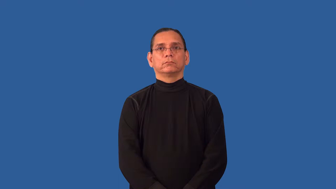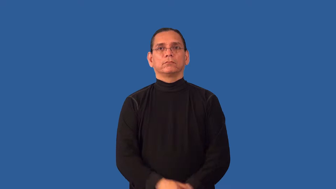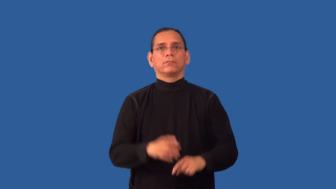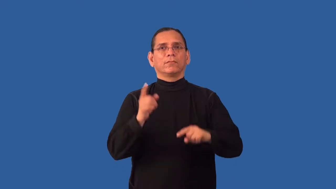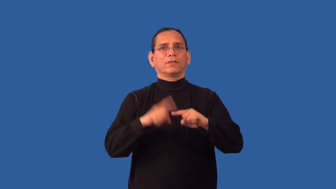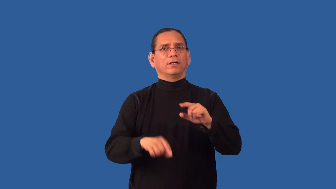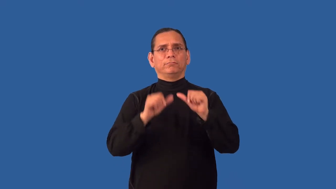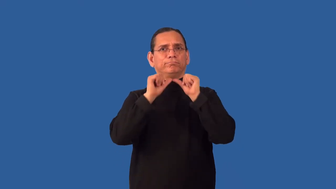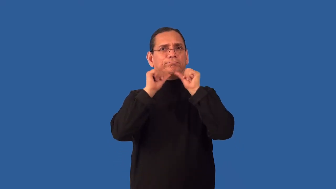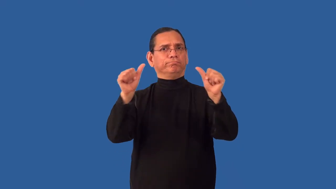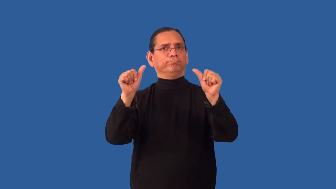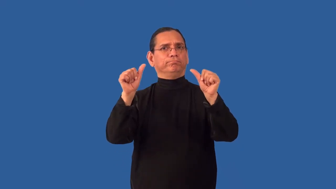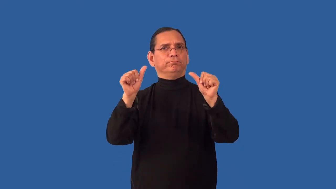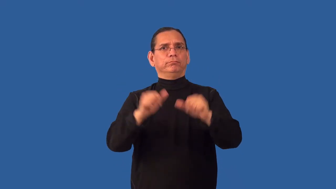inescapable